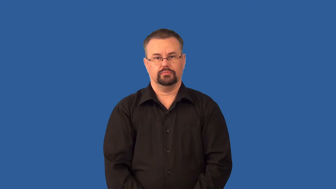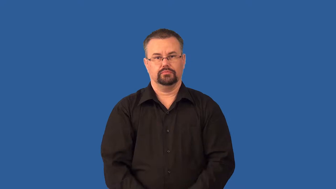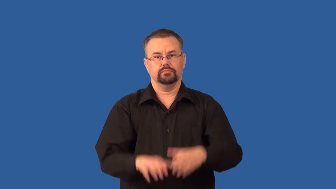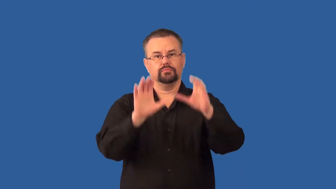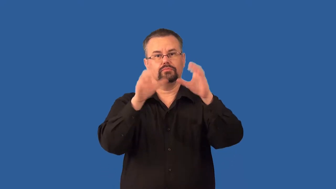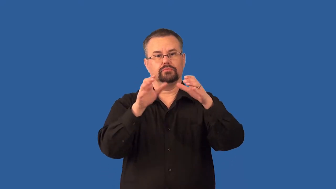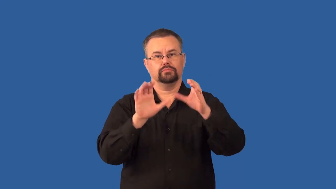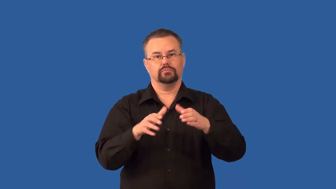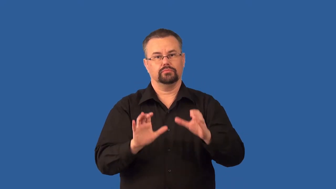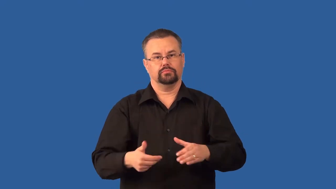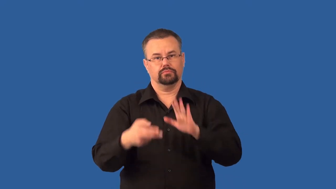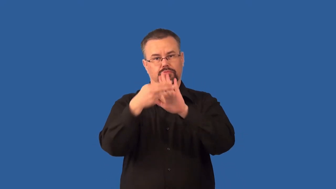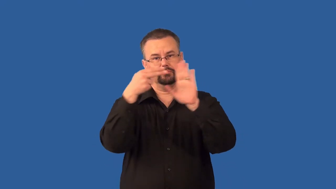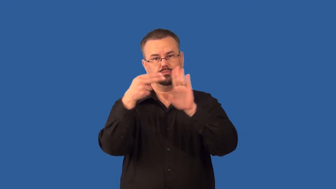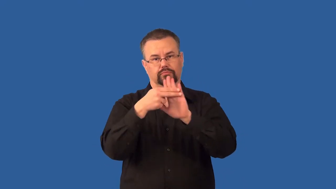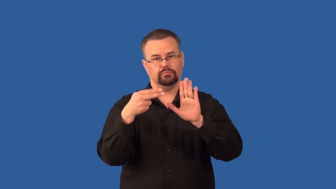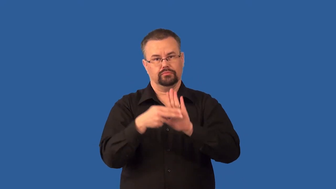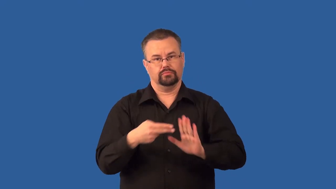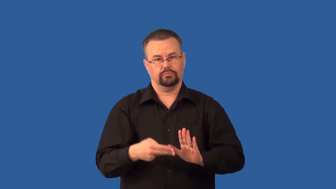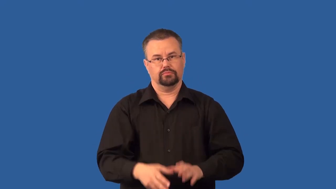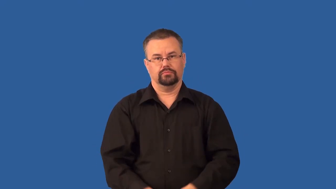taxonomy